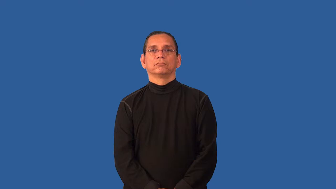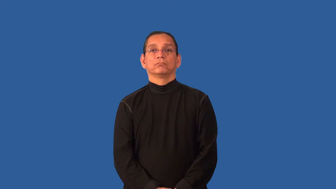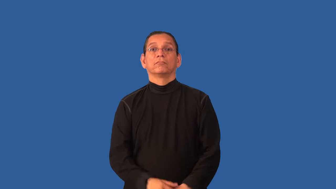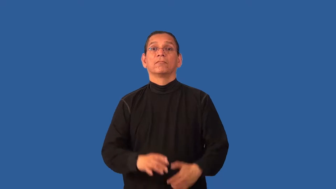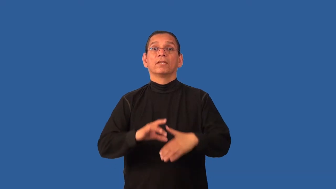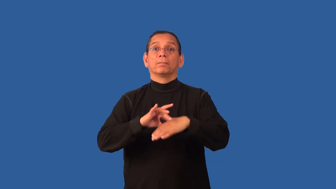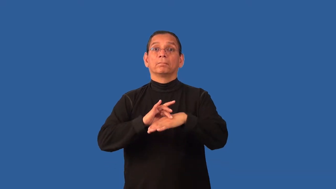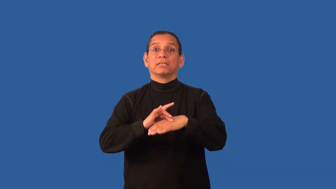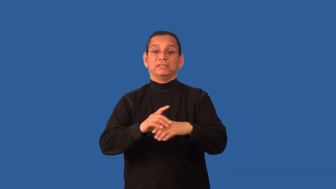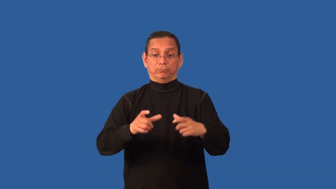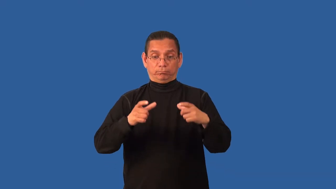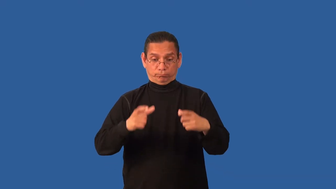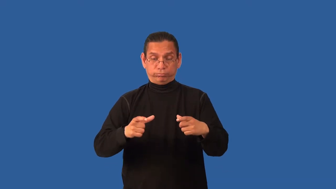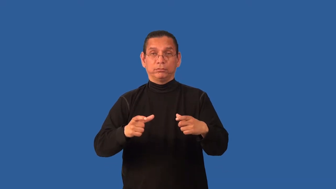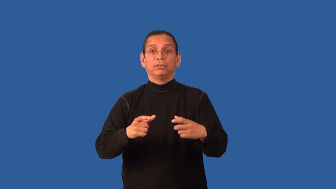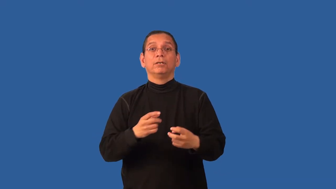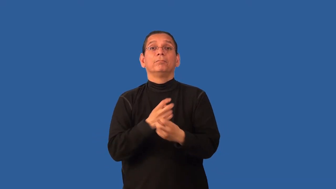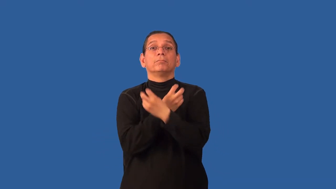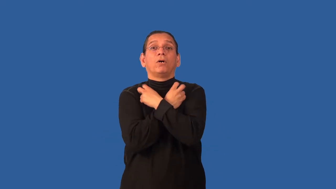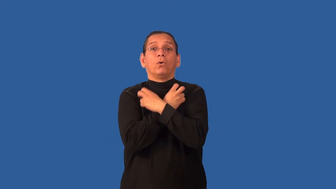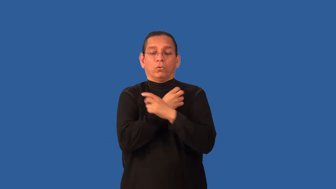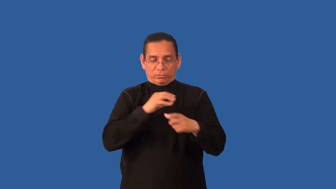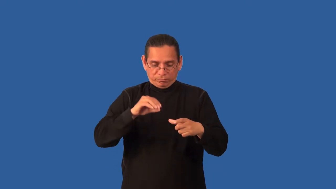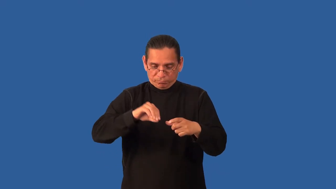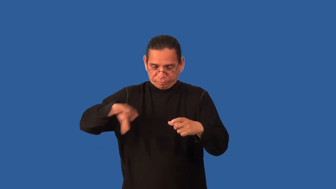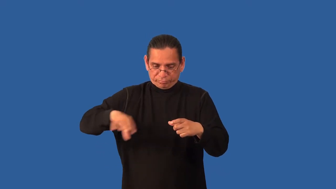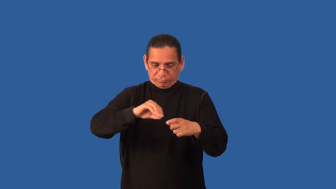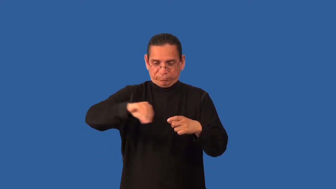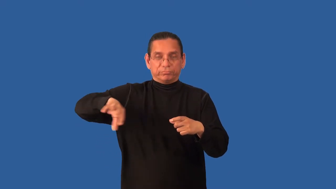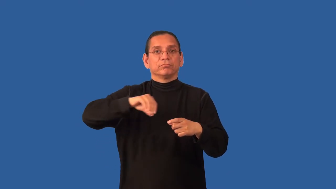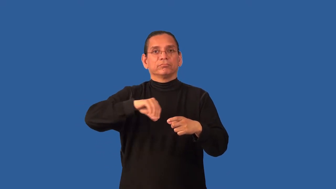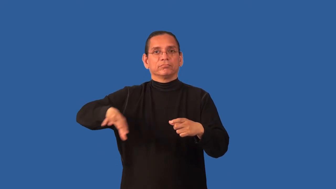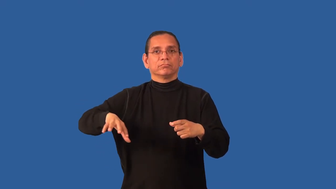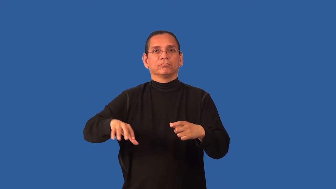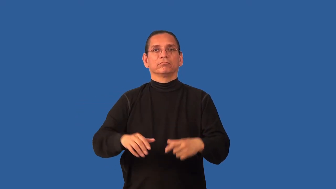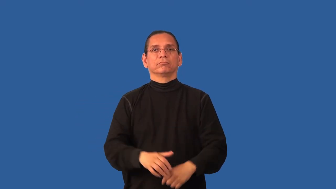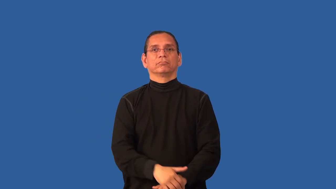boneless